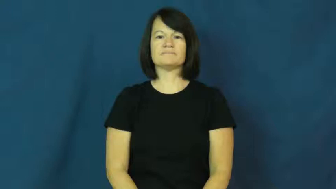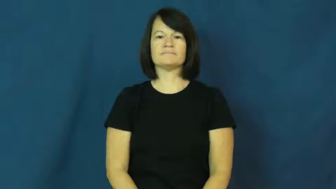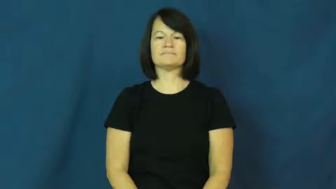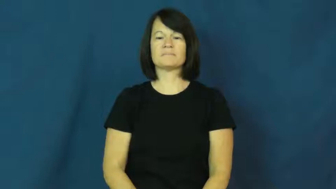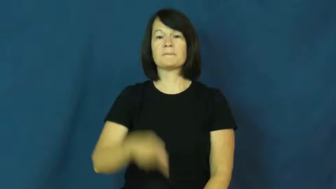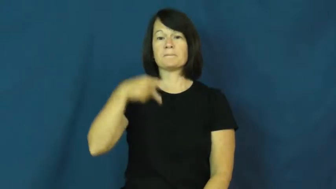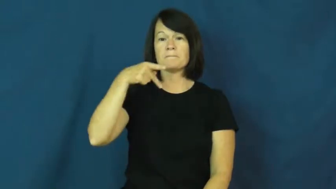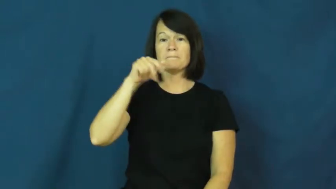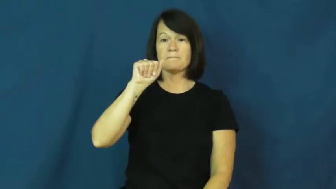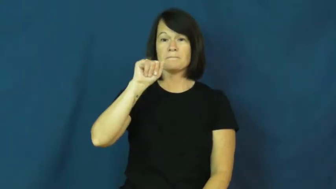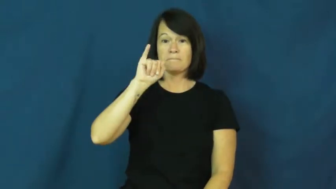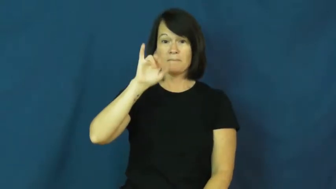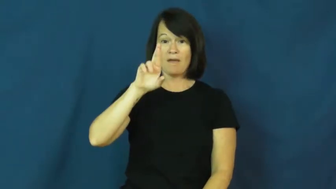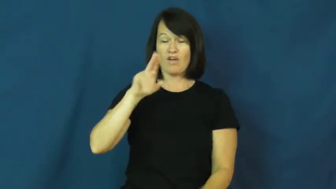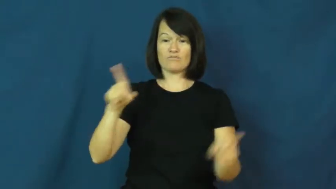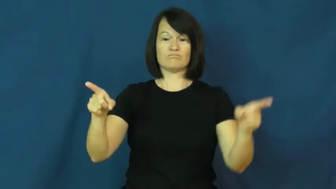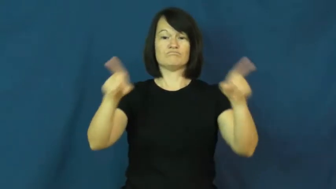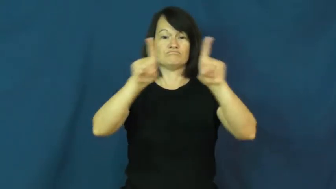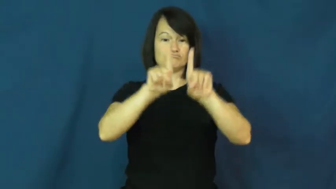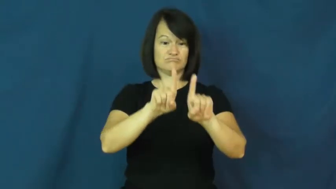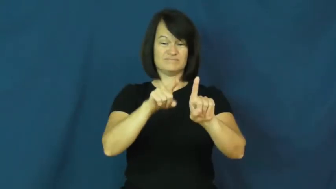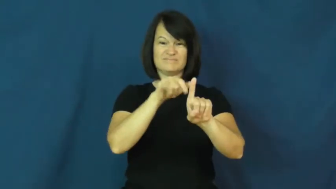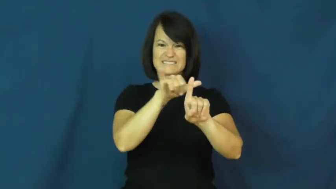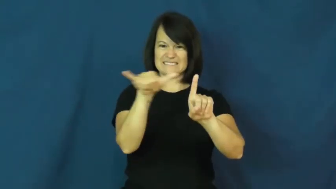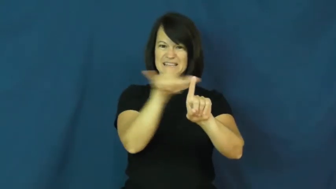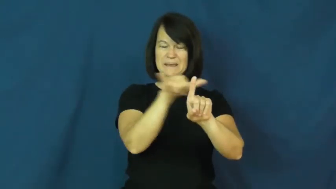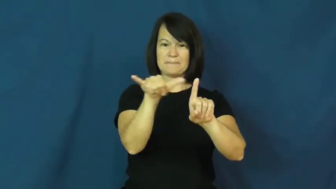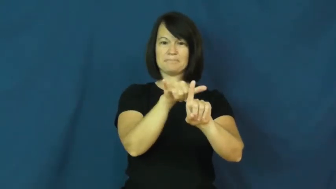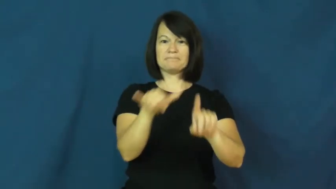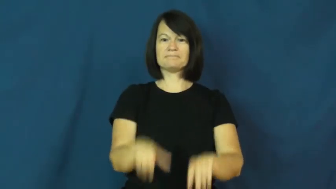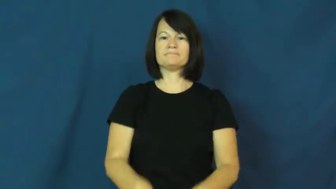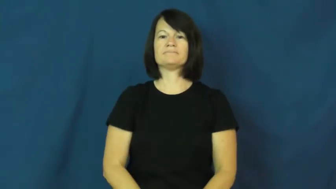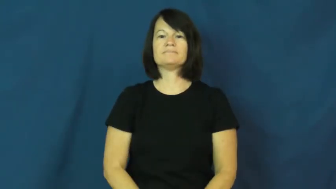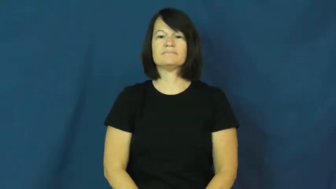pair-2 same